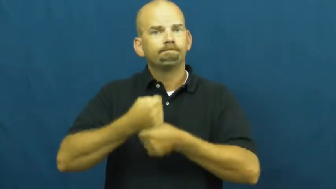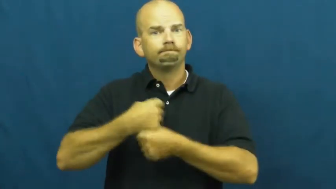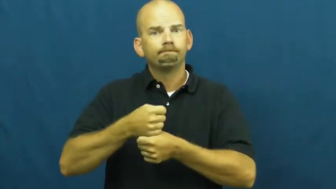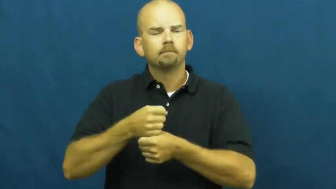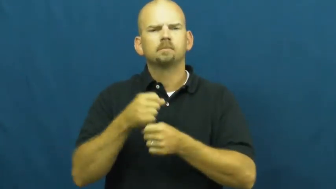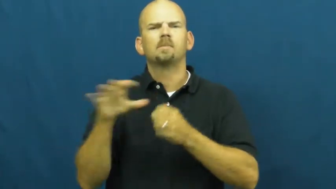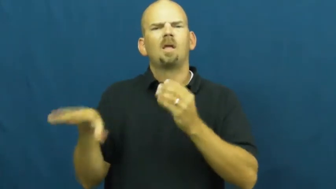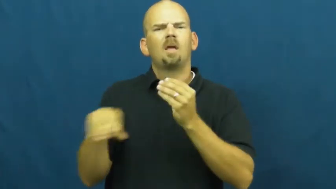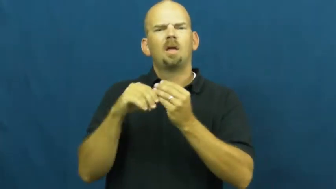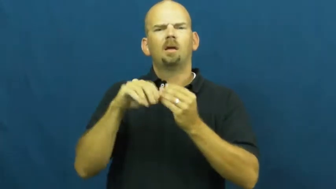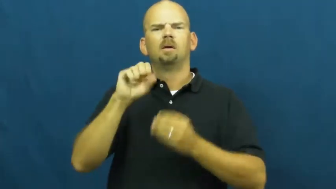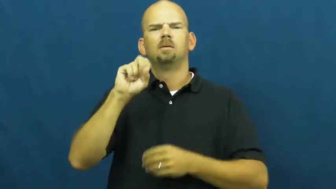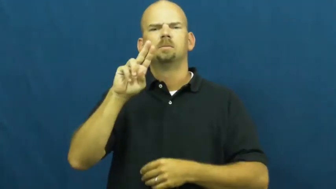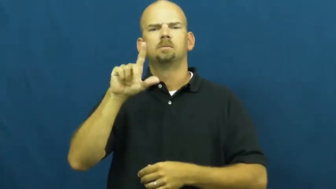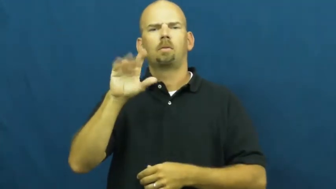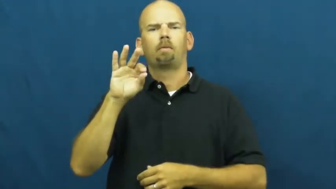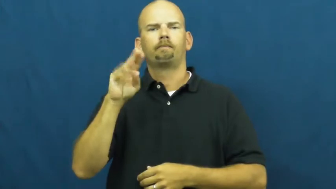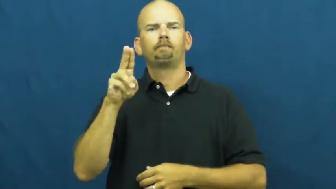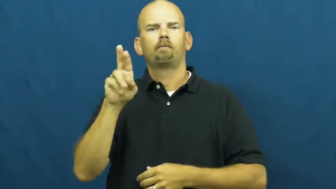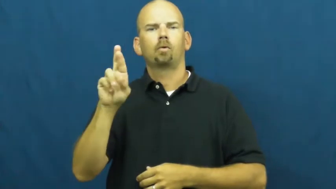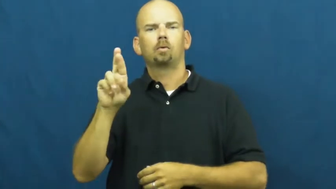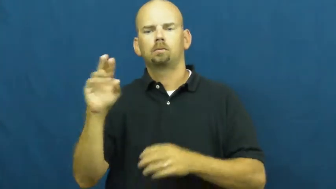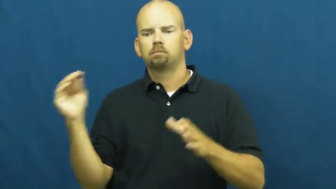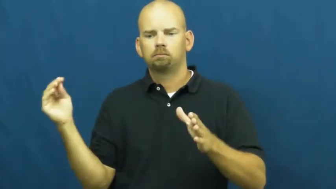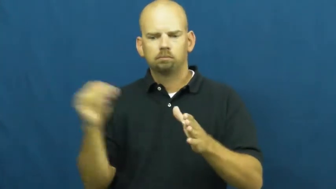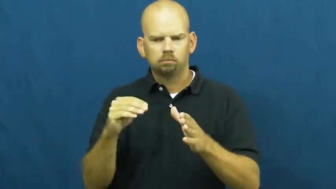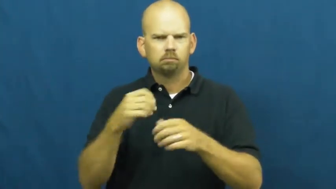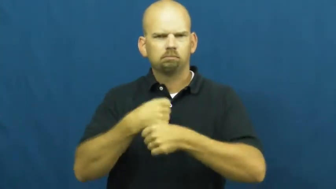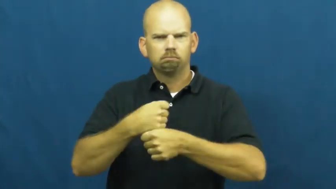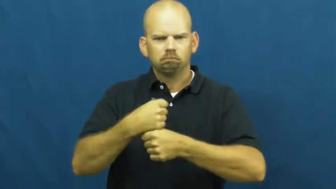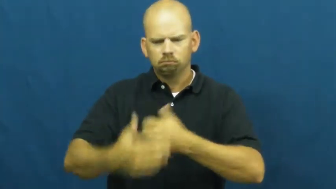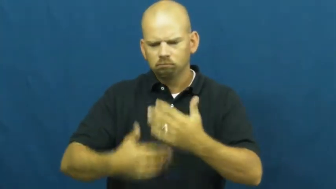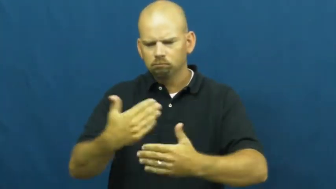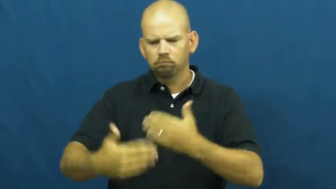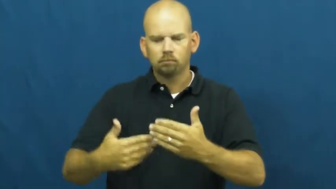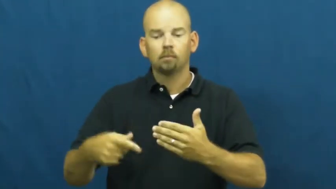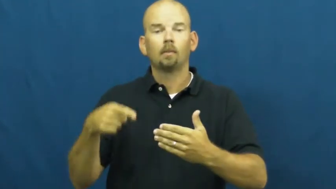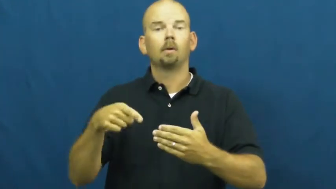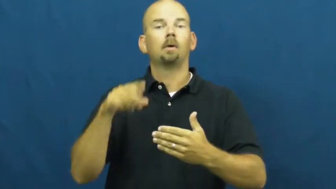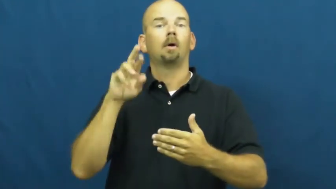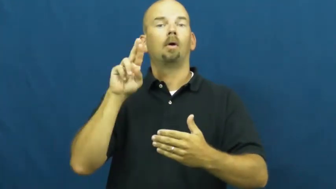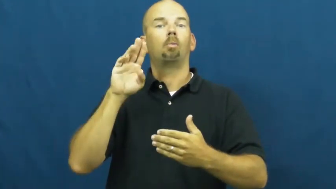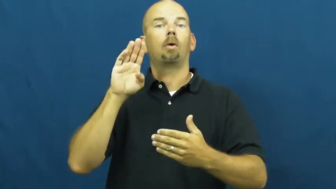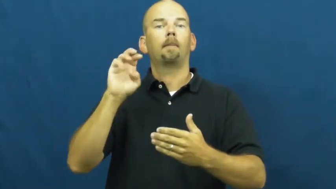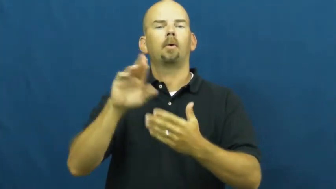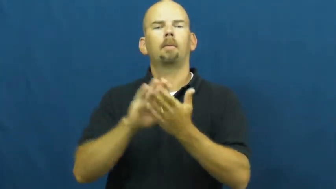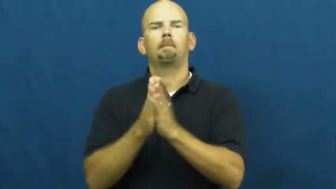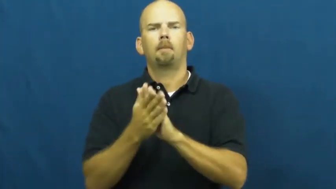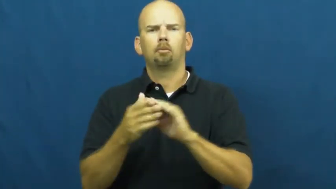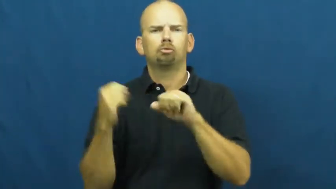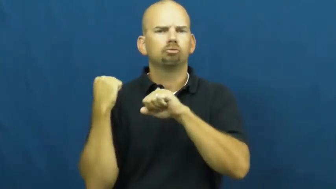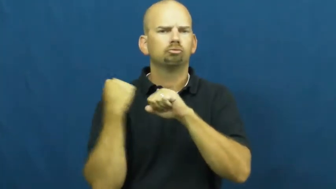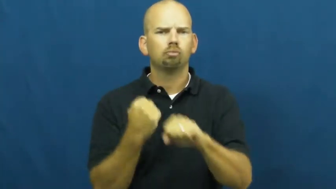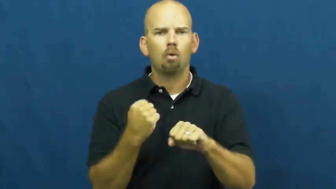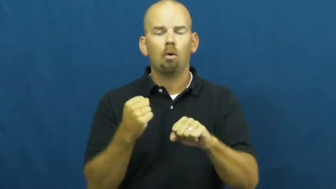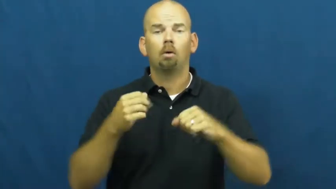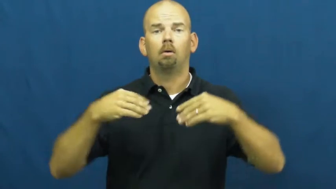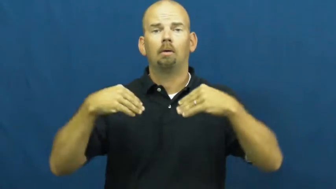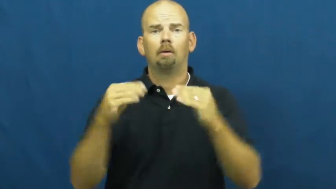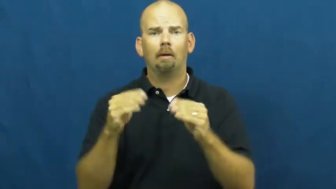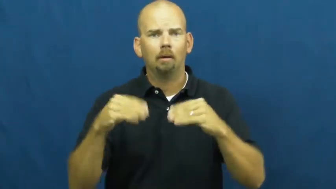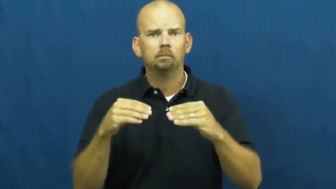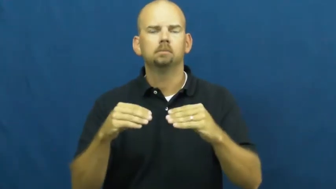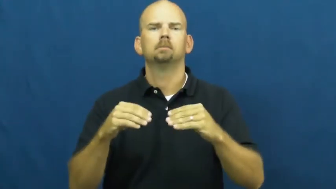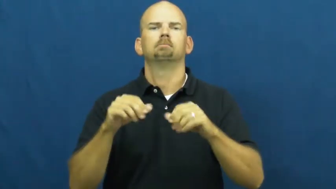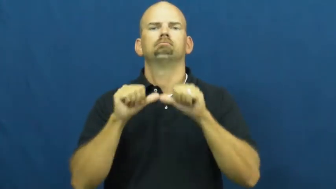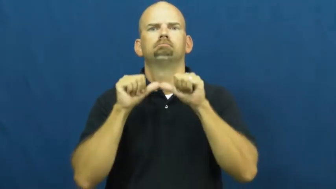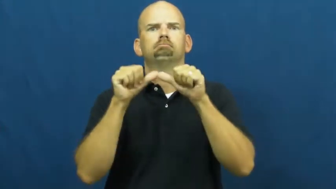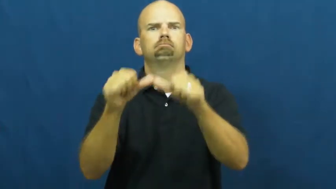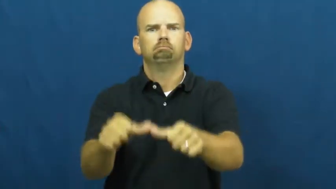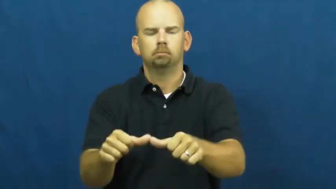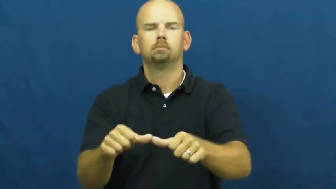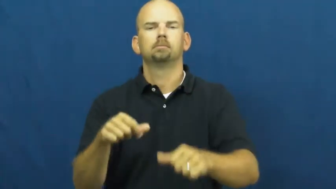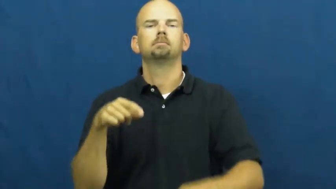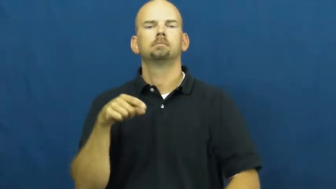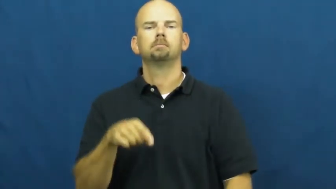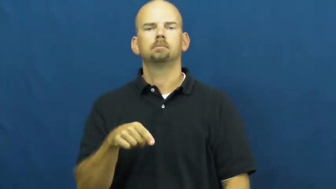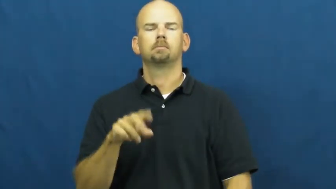vulcanize